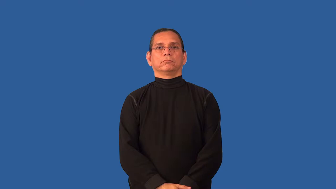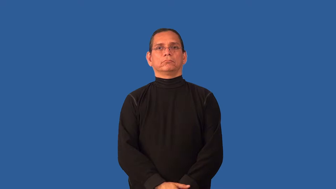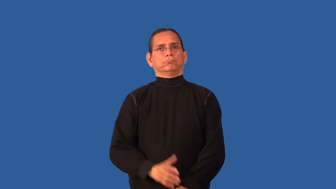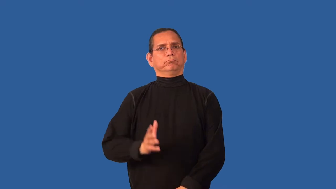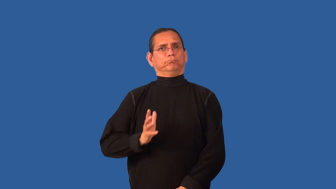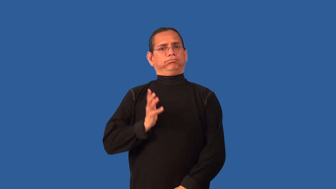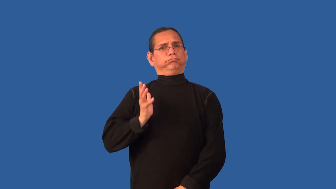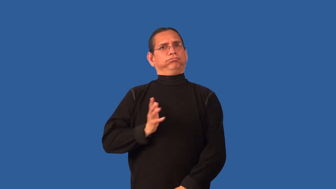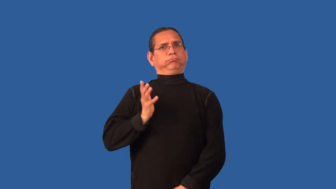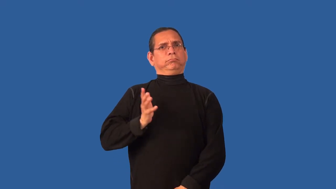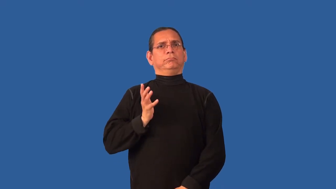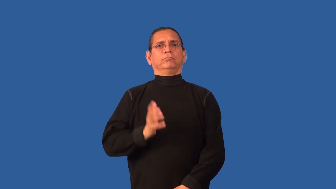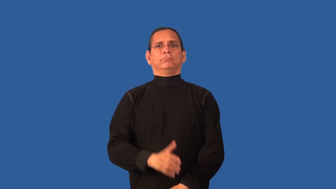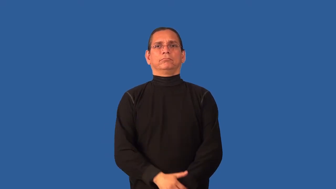stately